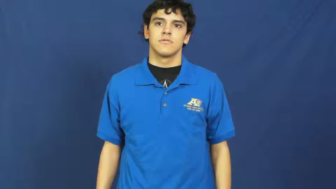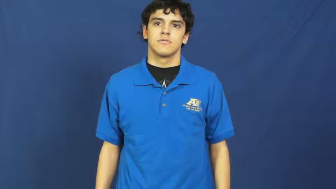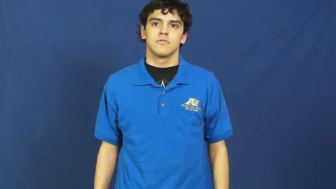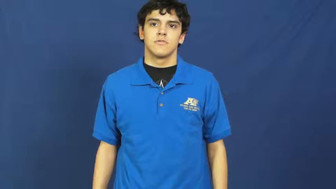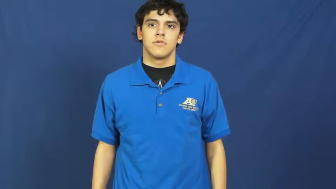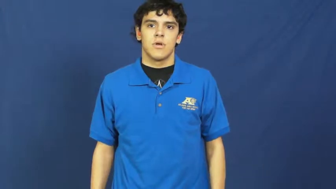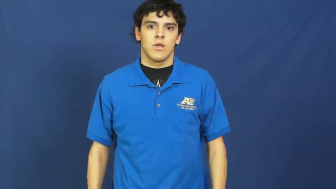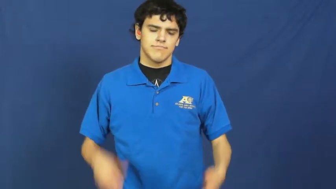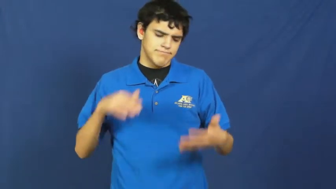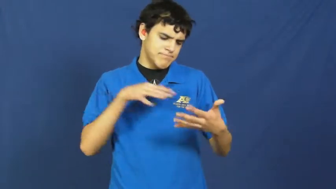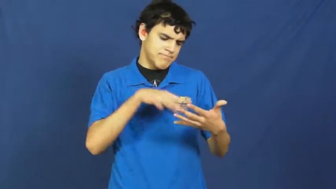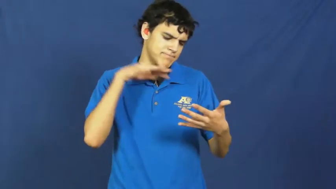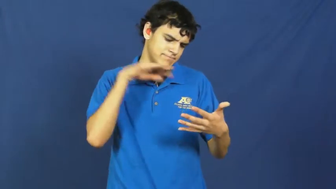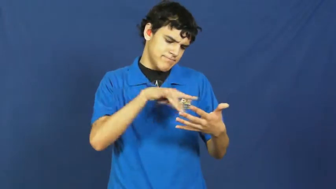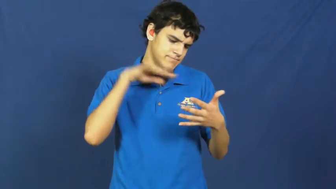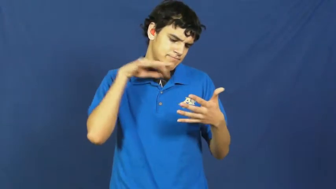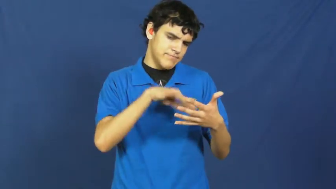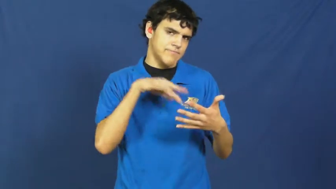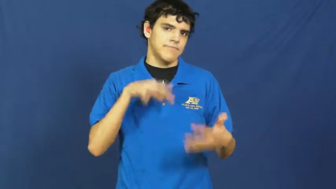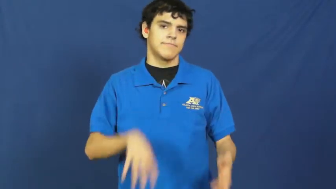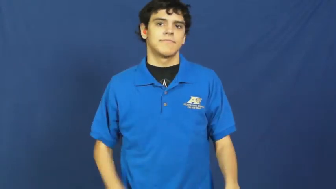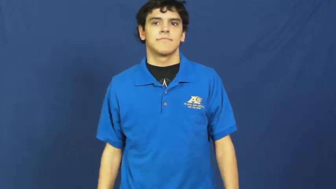study